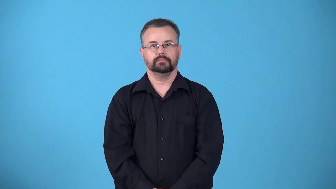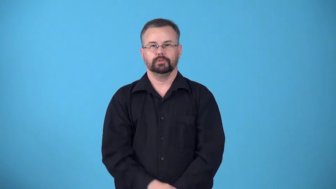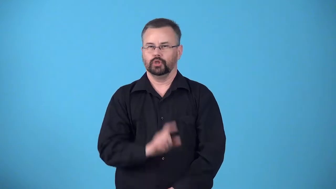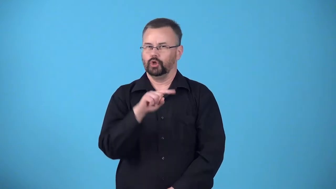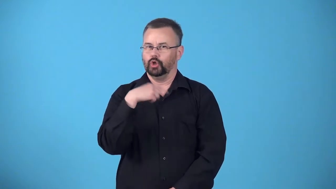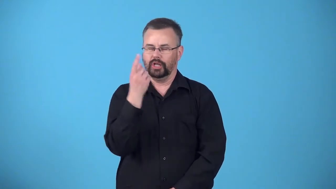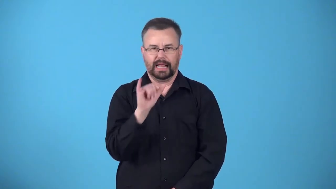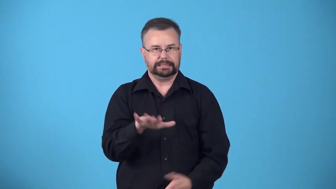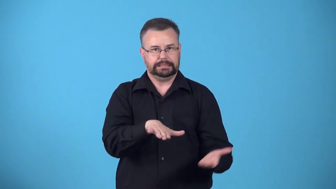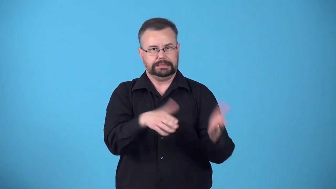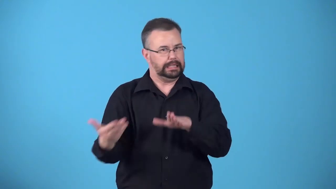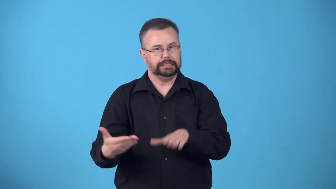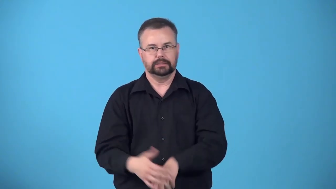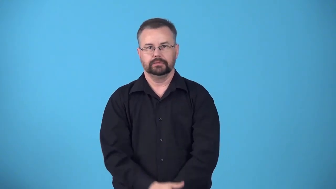deathlike